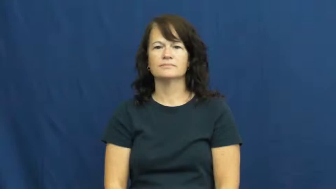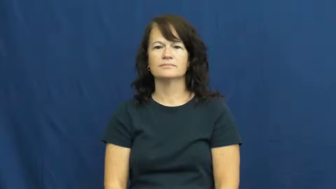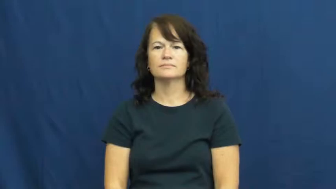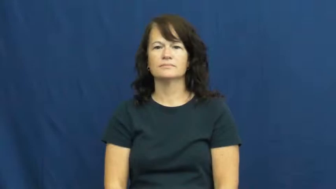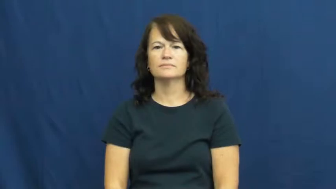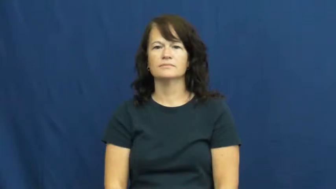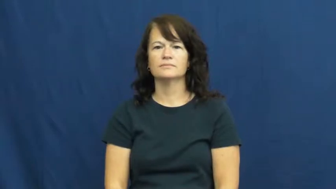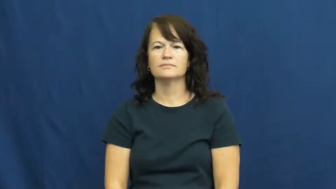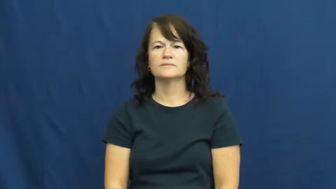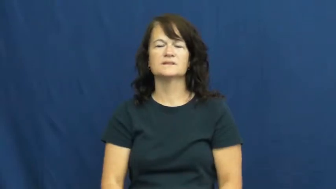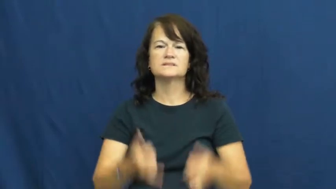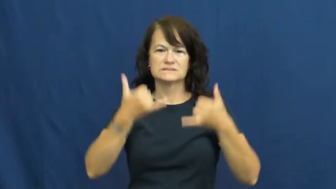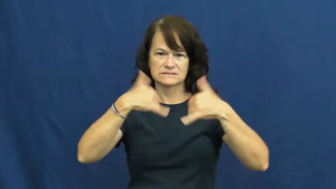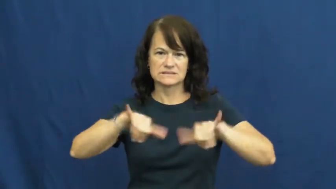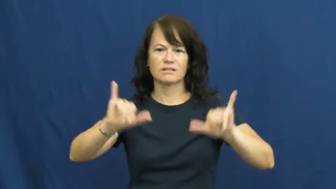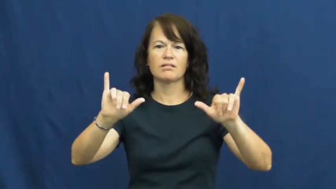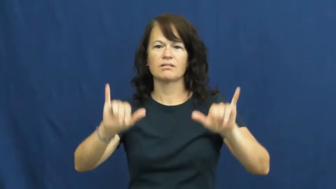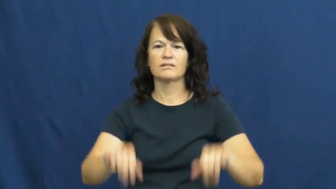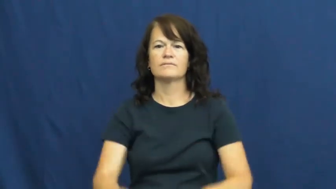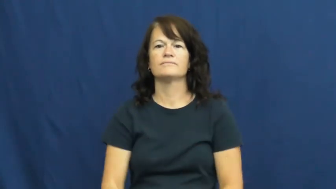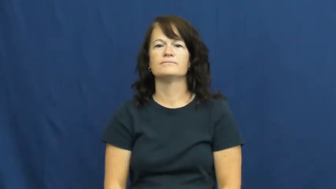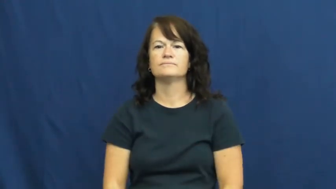still-time